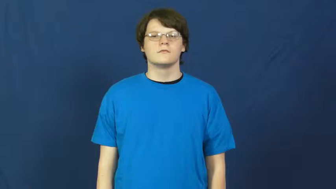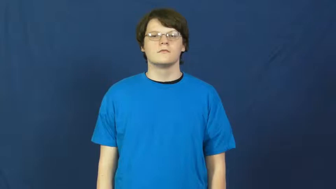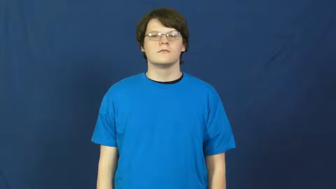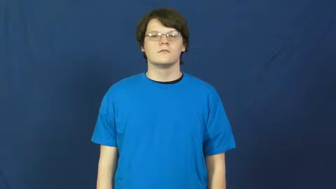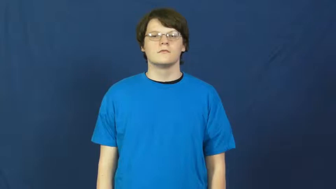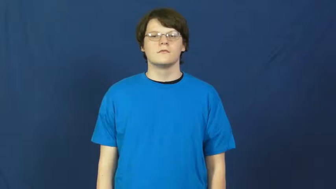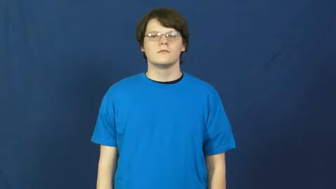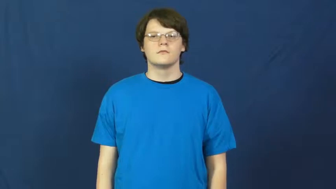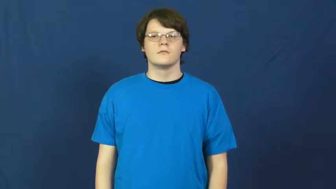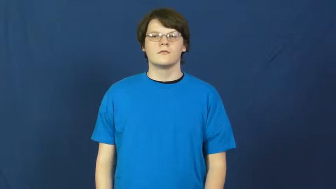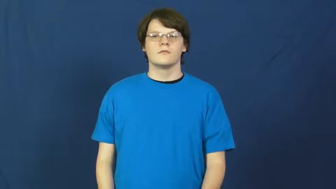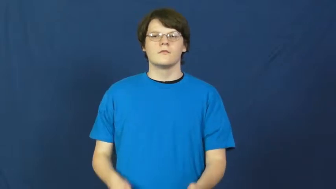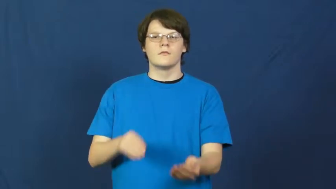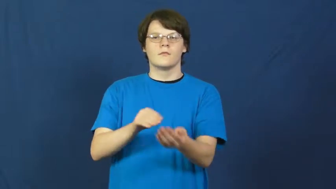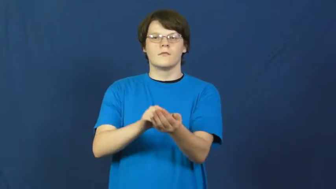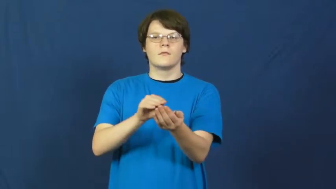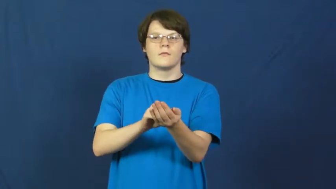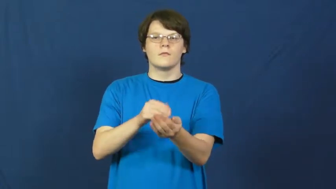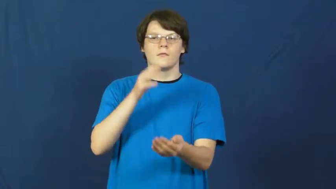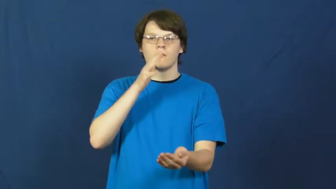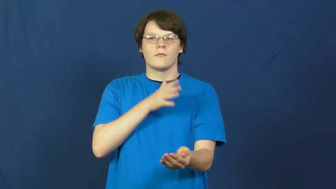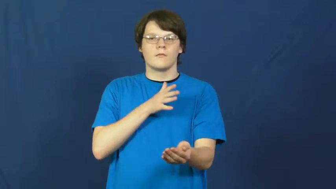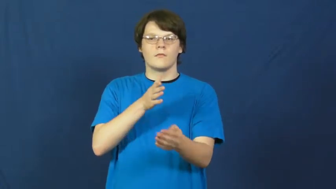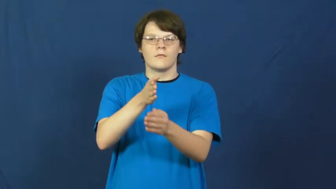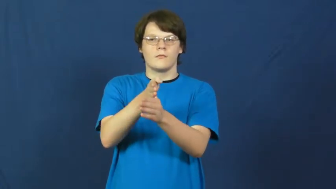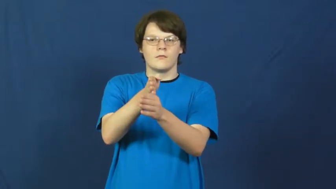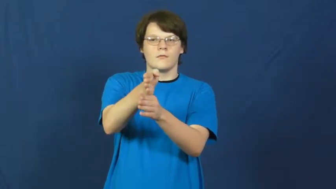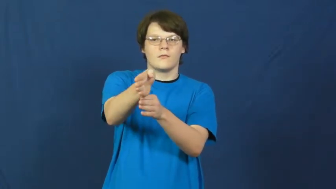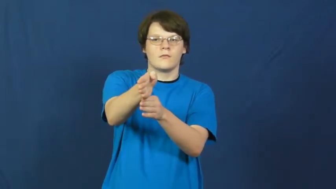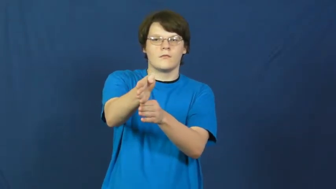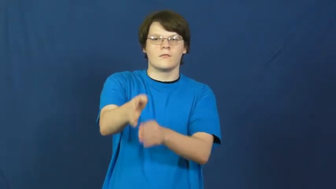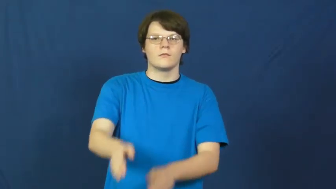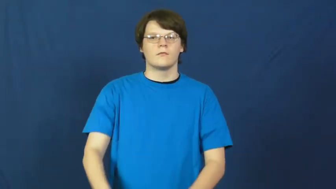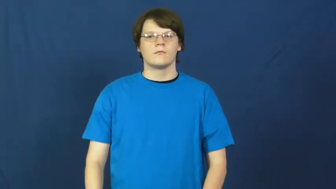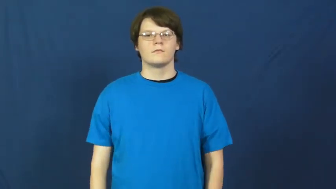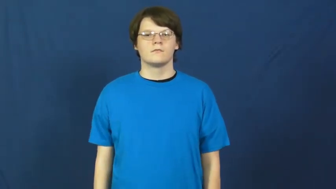gynecologist